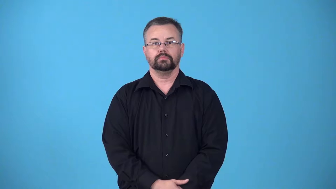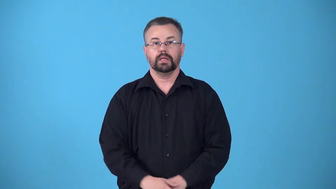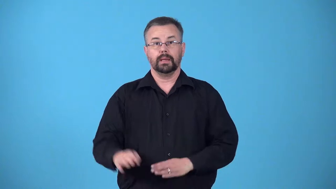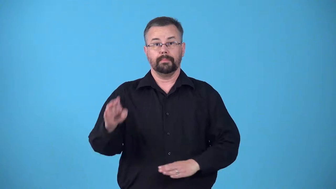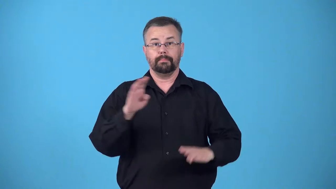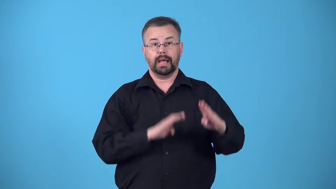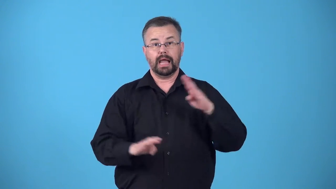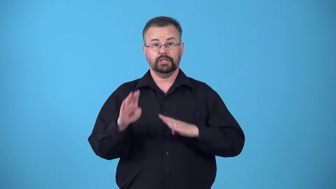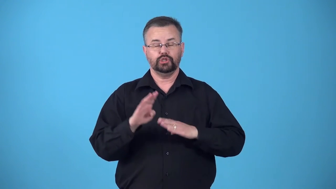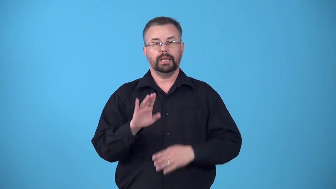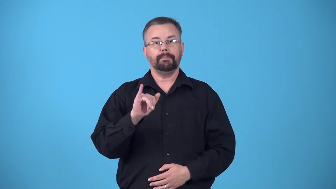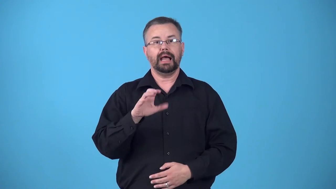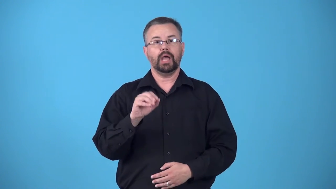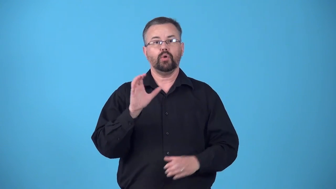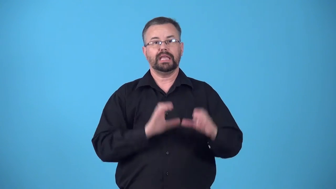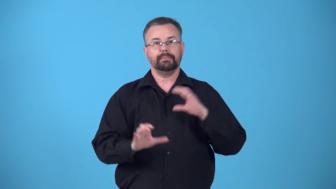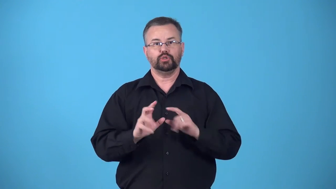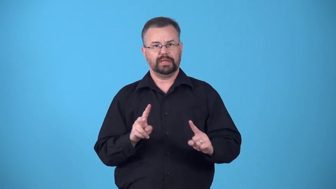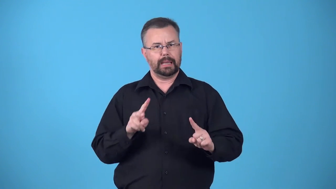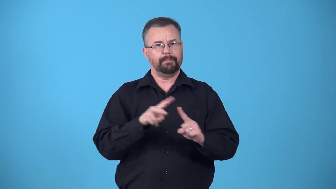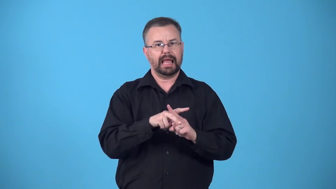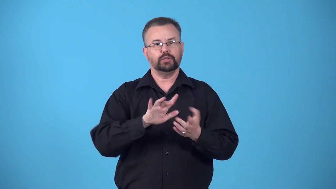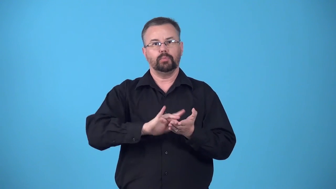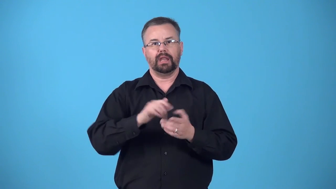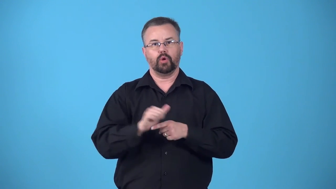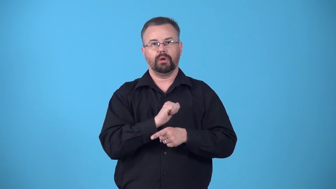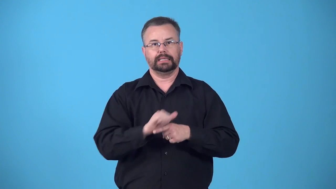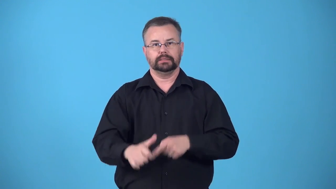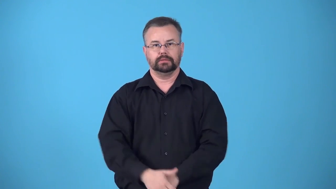biomedicine